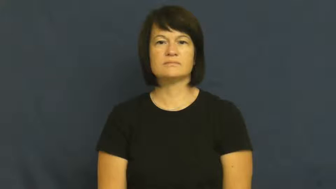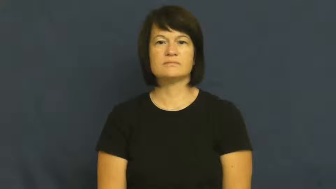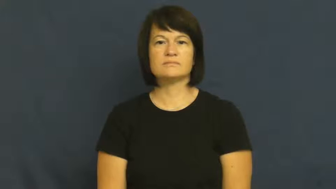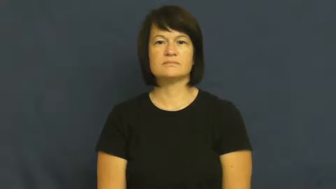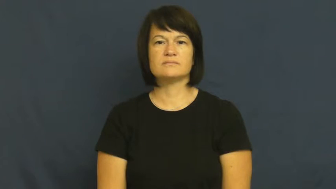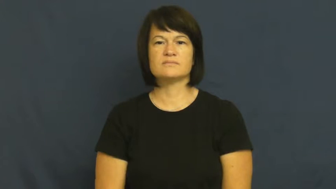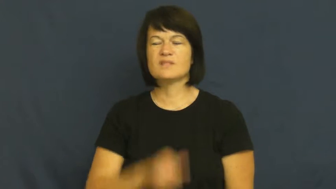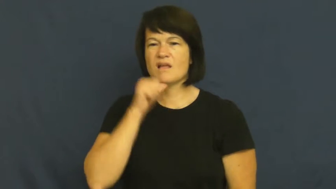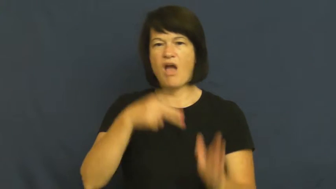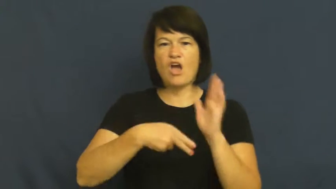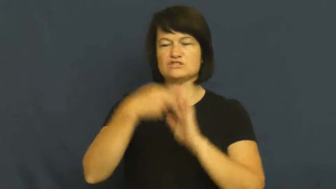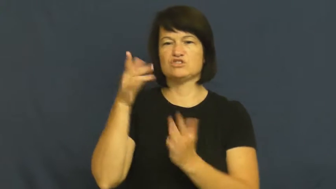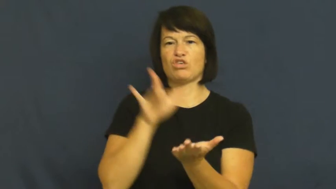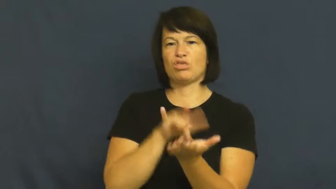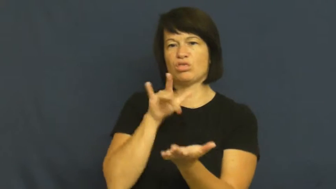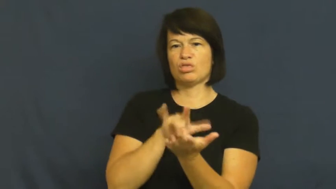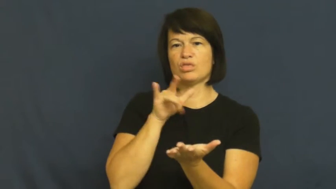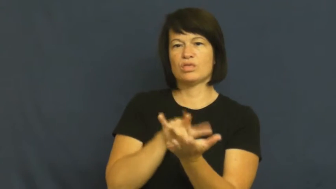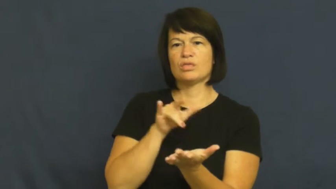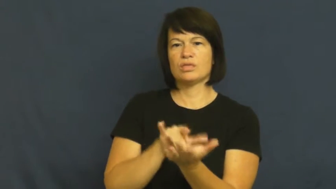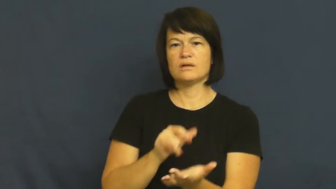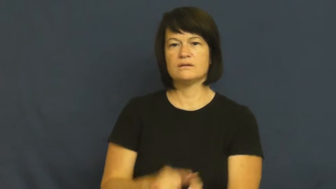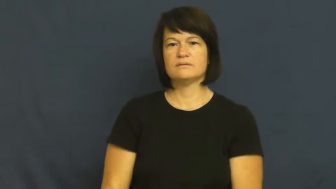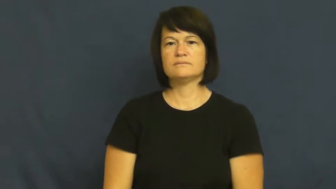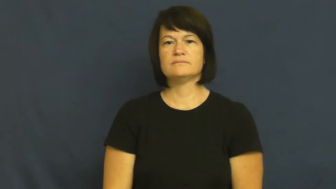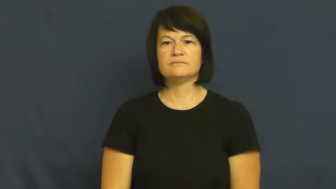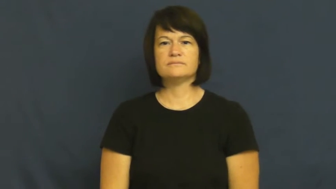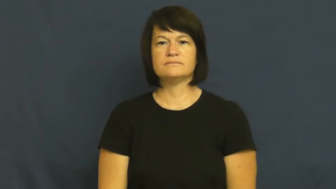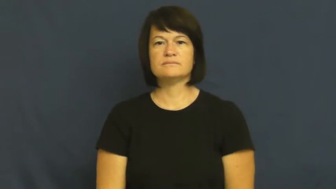mooch,sponge off,leech,cadge,gouge